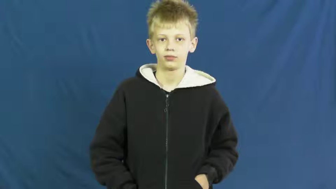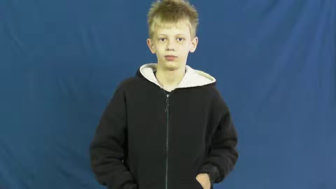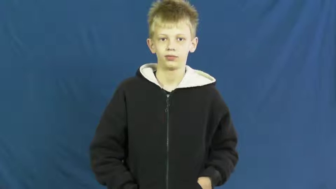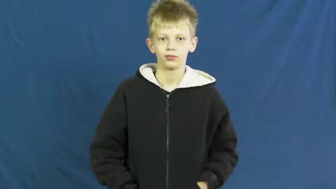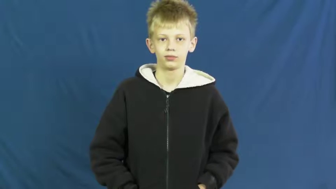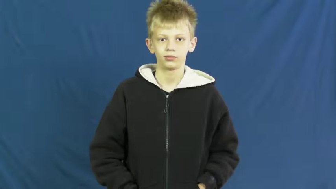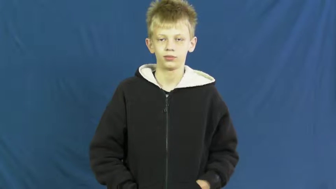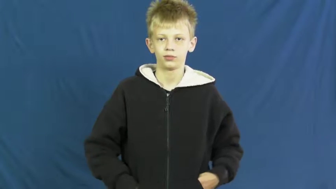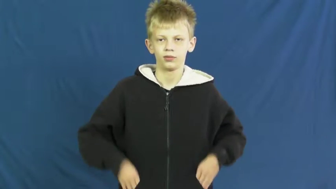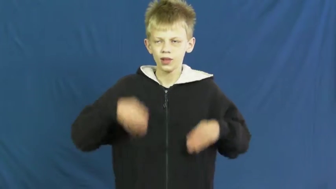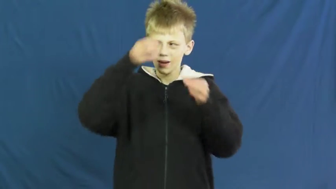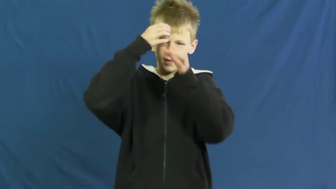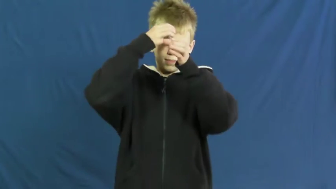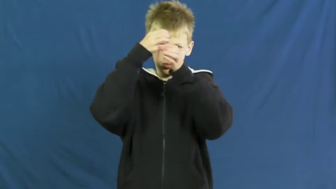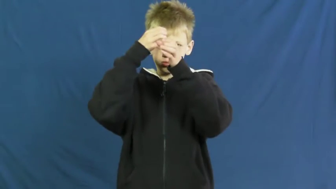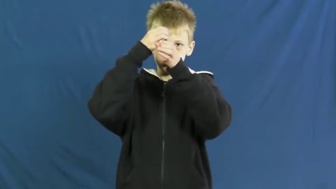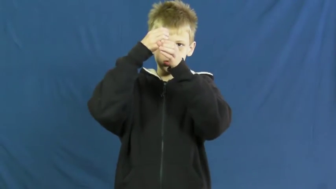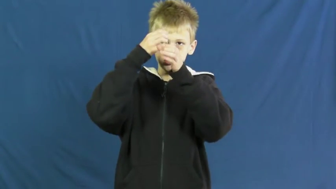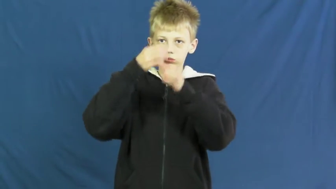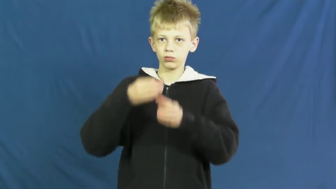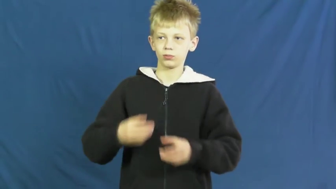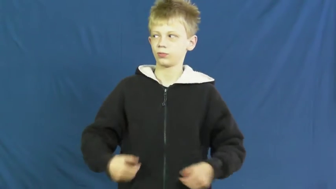intelligentsia